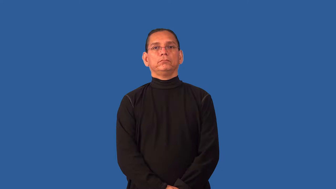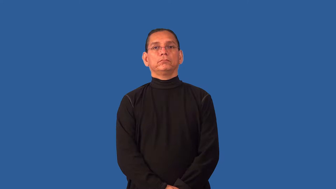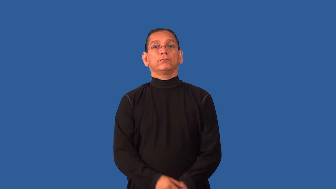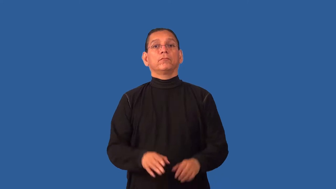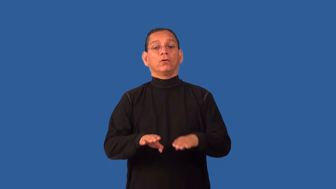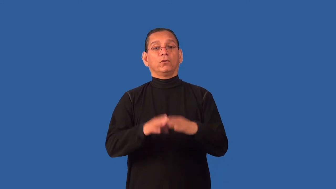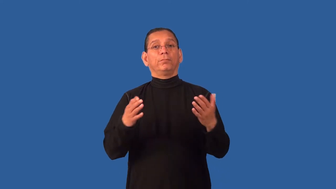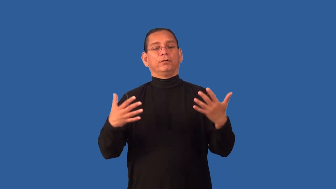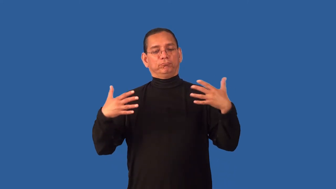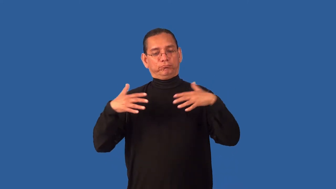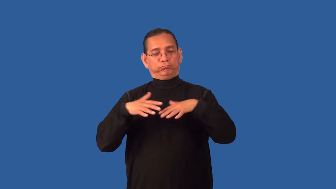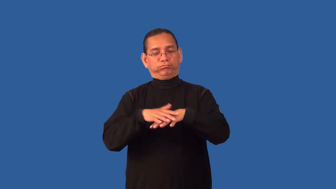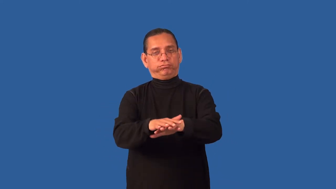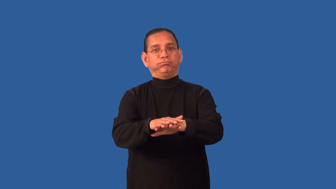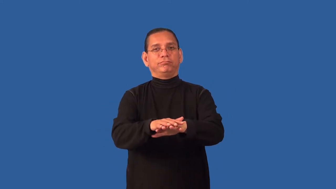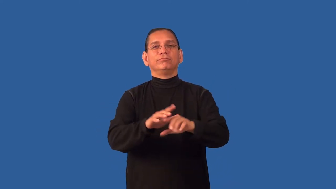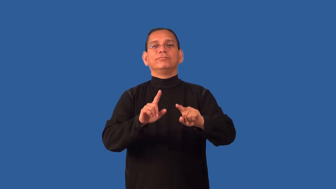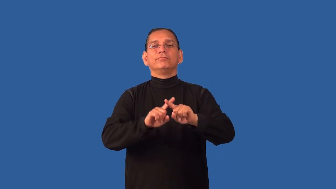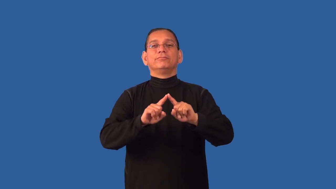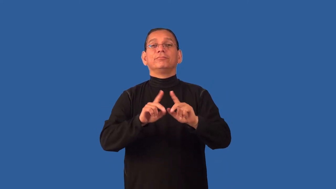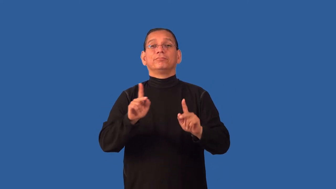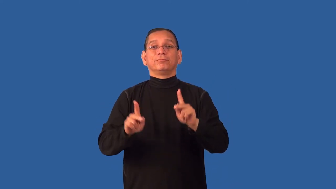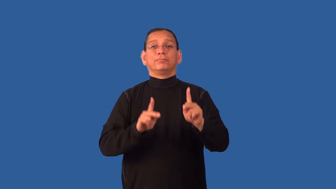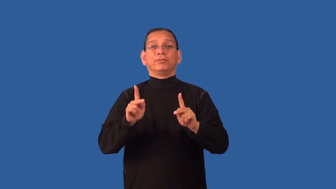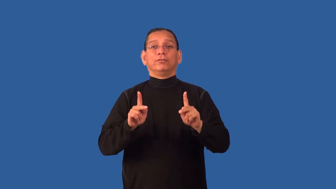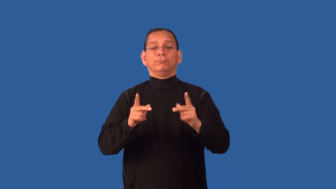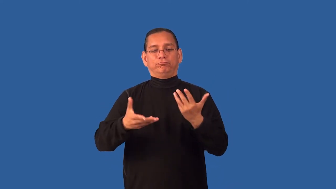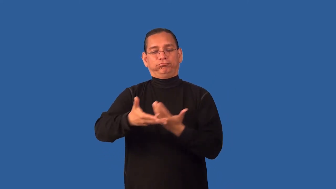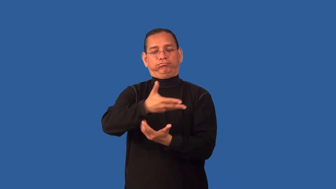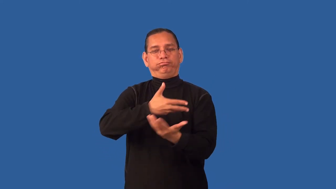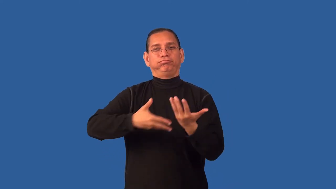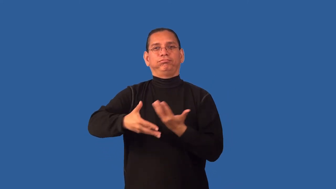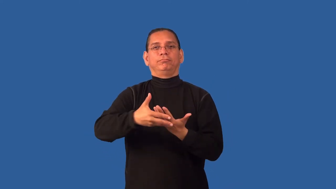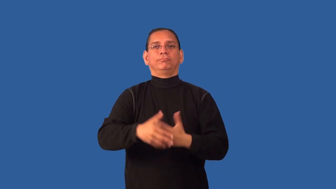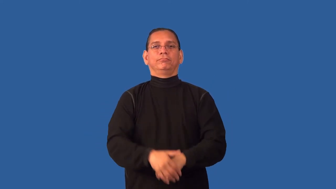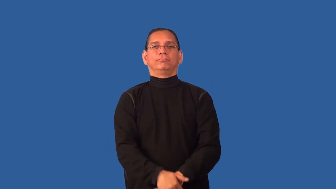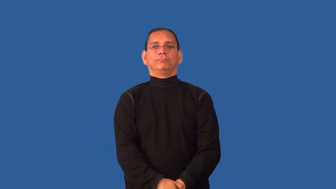desegregate